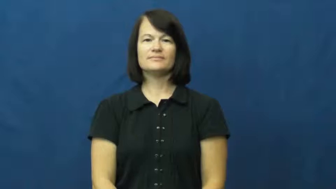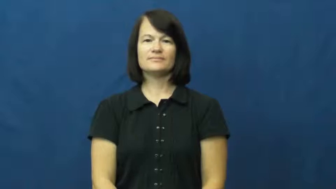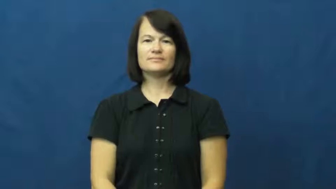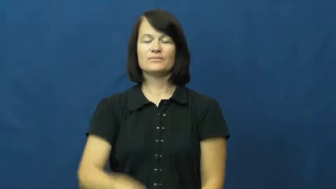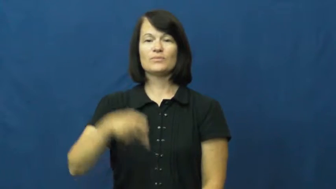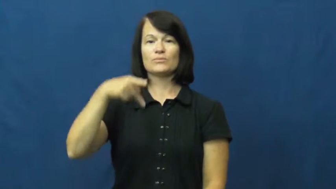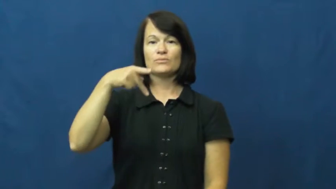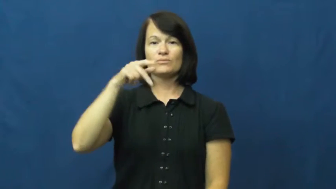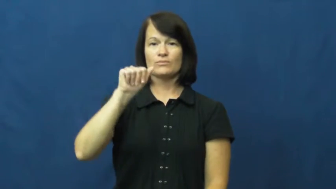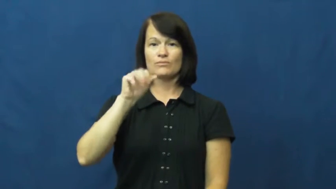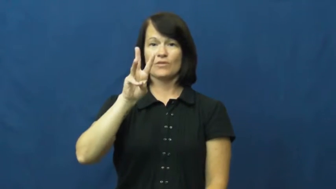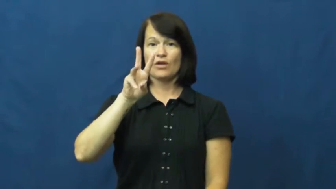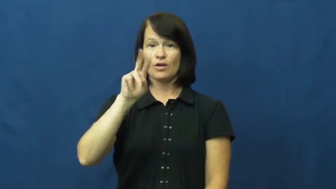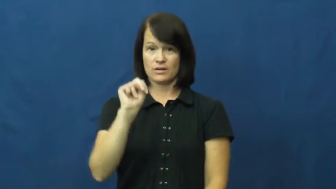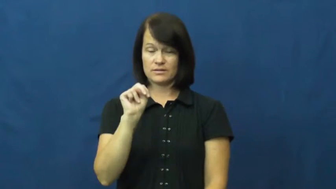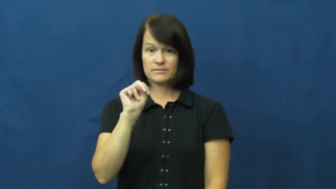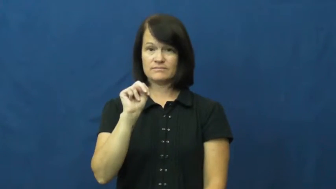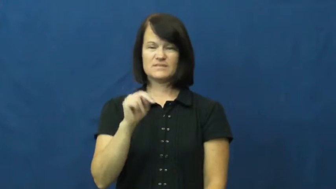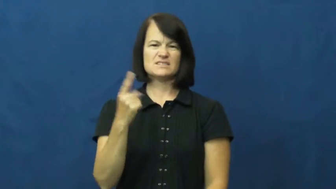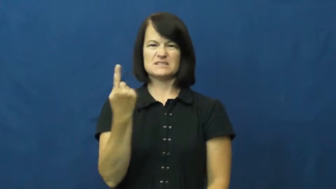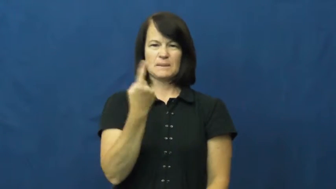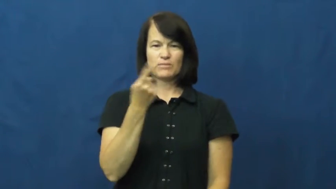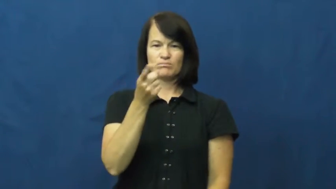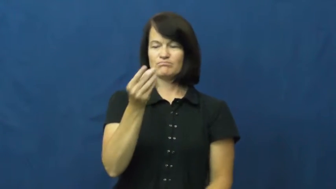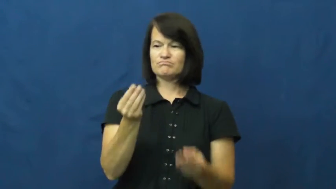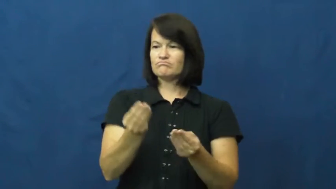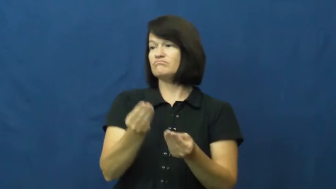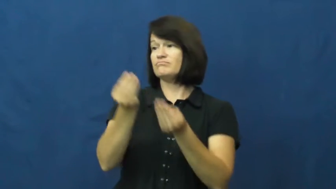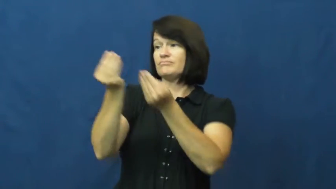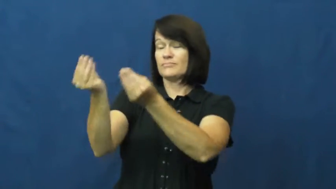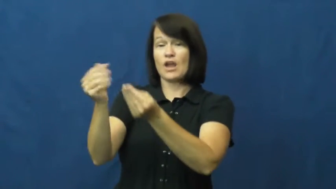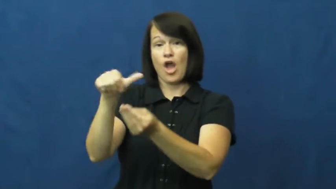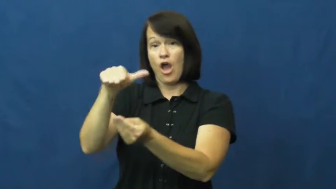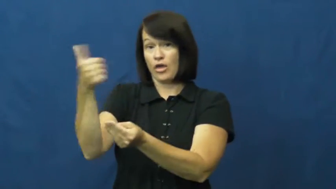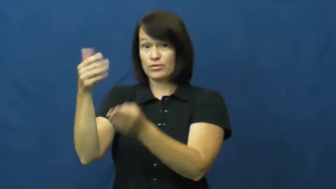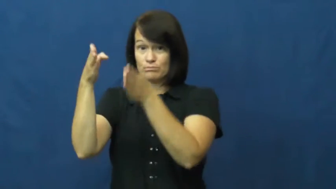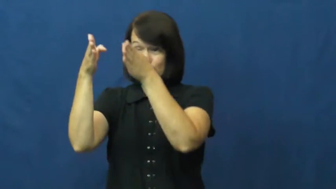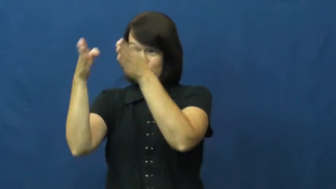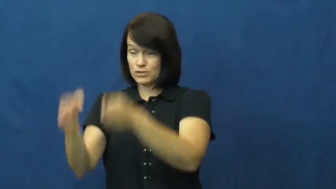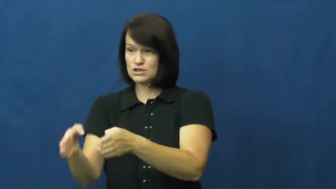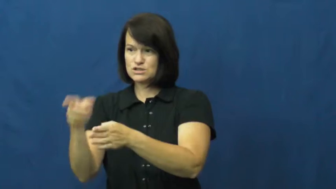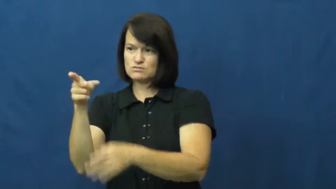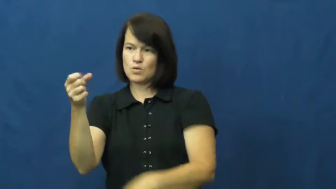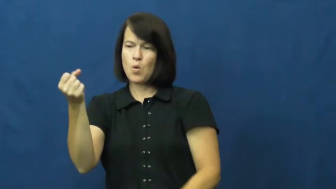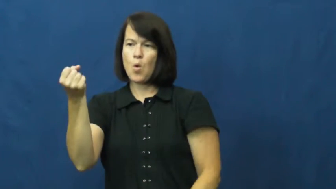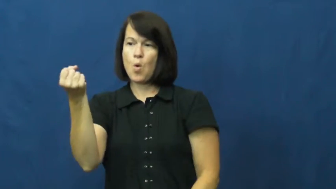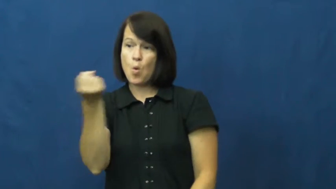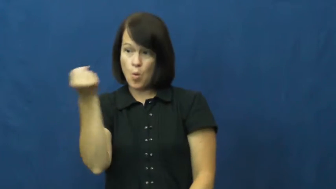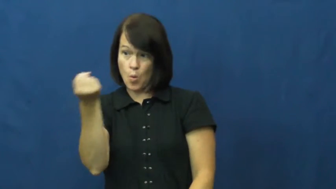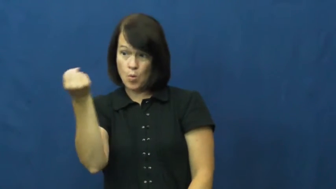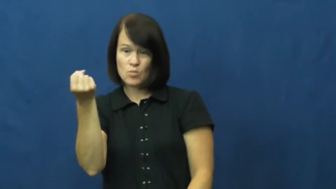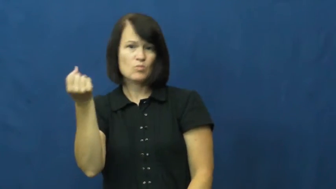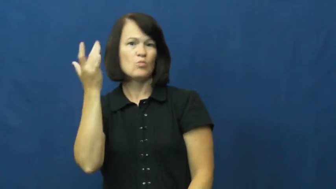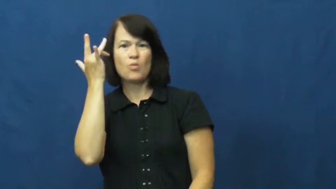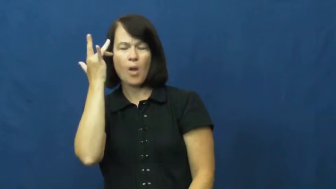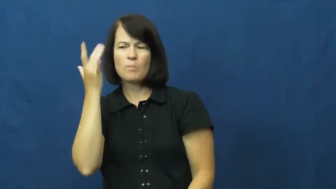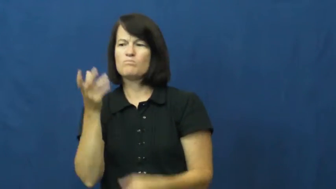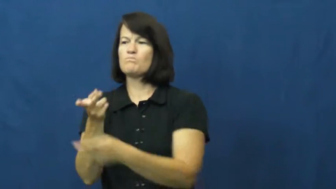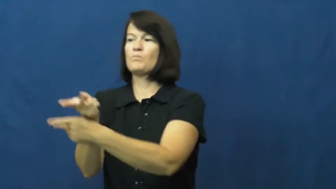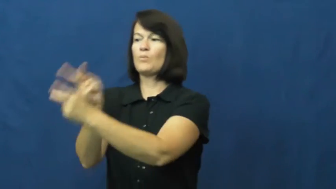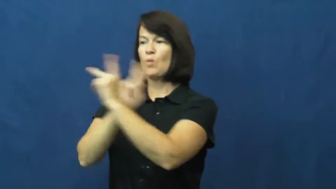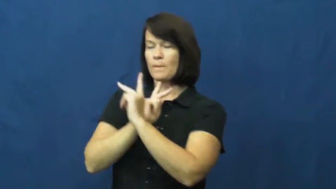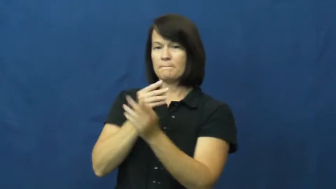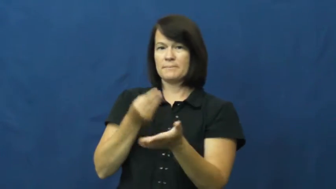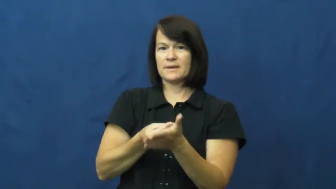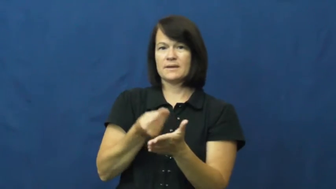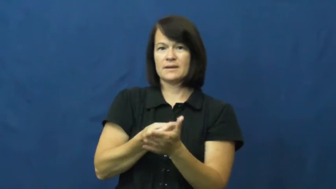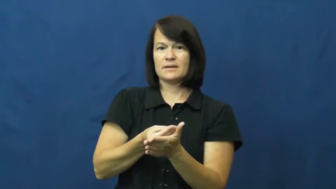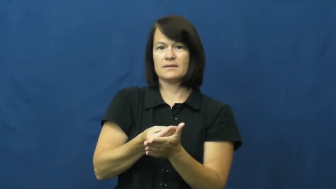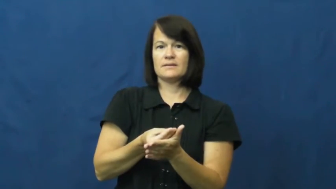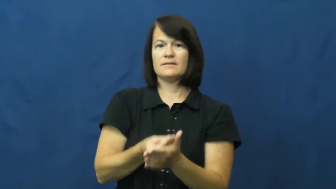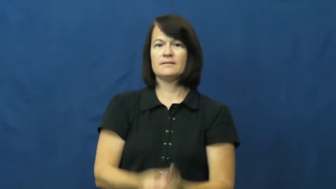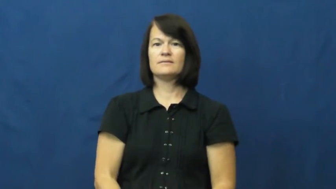pawn,hock-sell